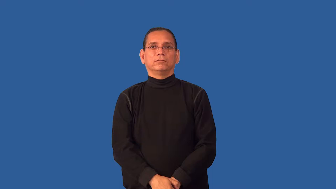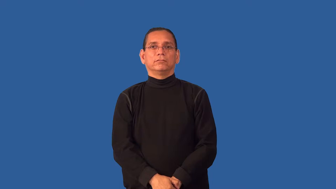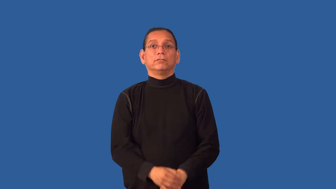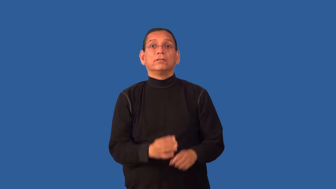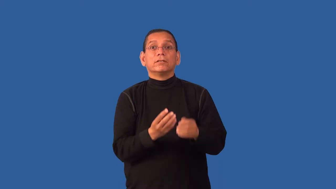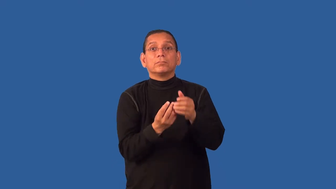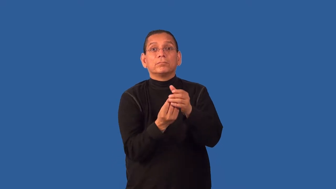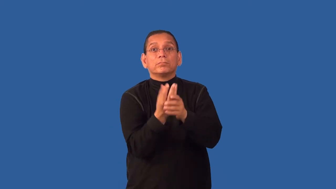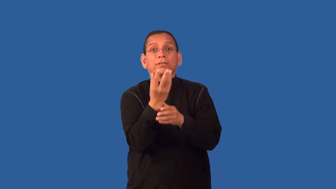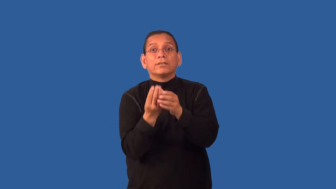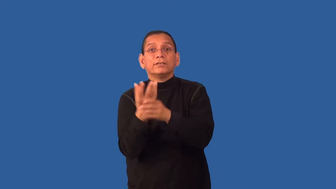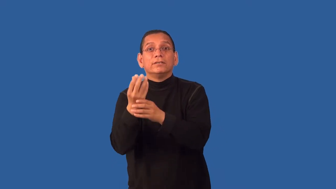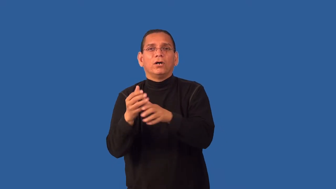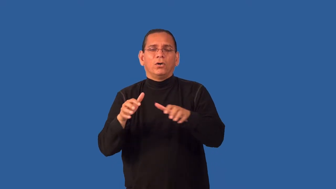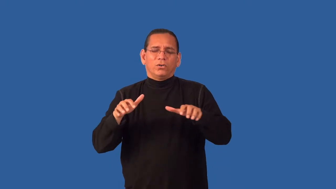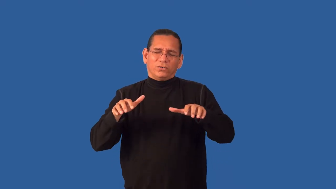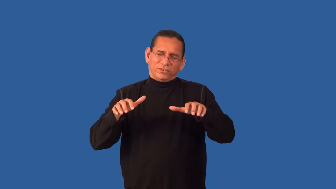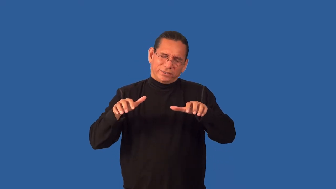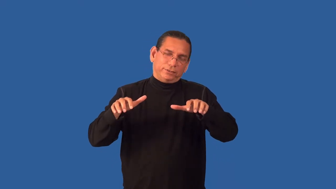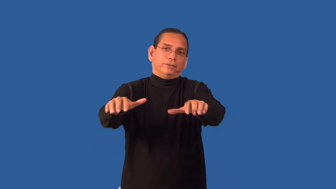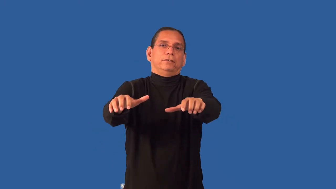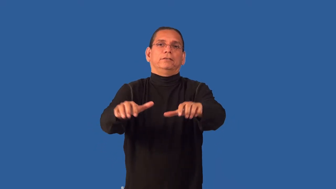ferny